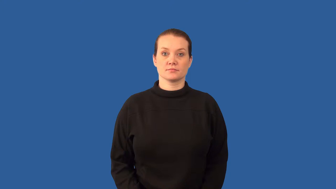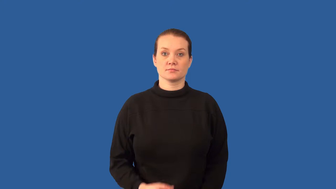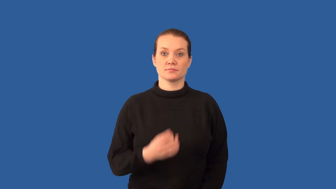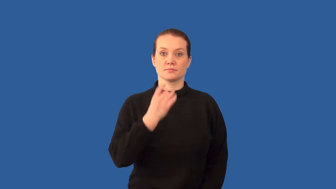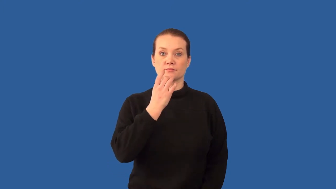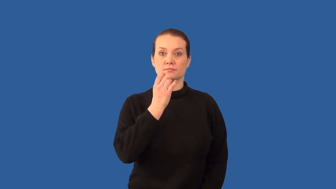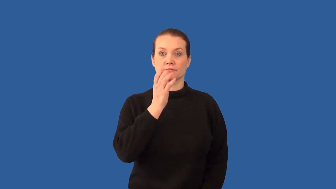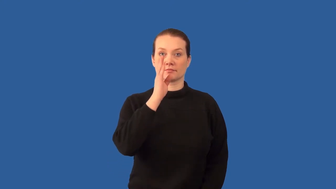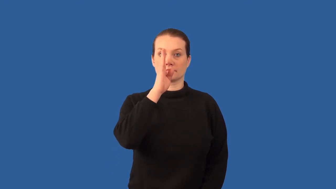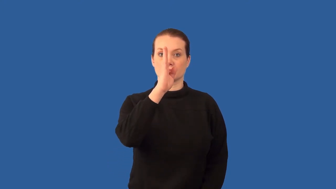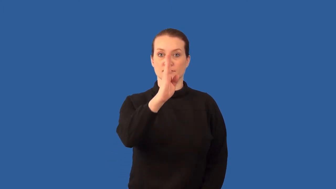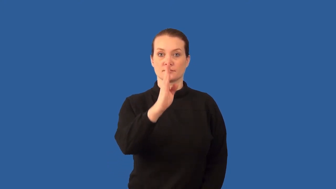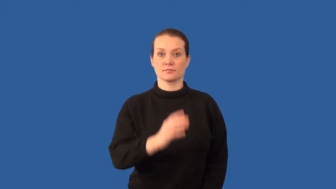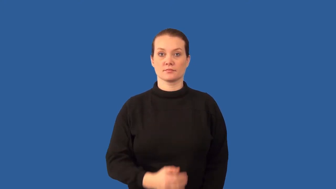polarize-light